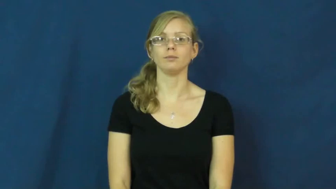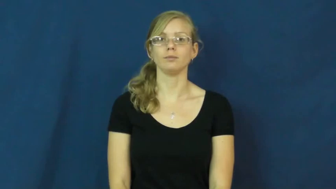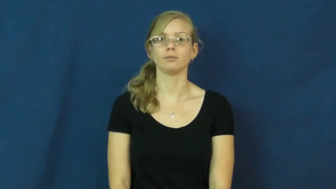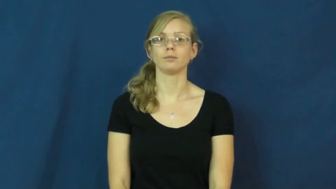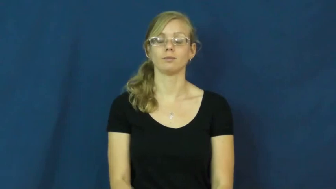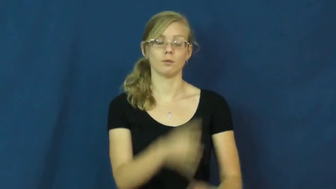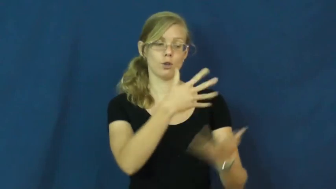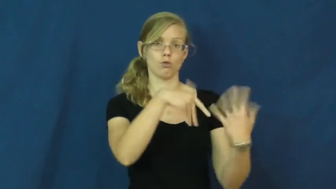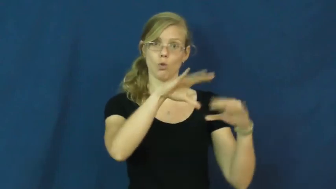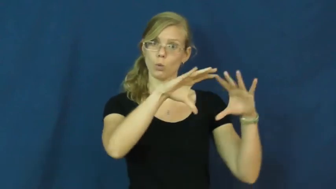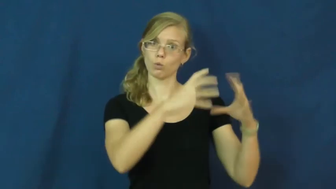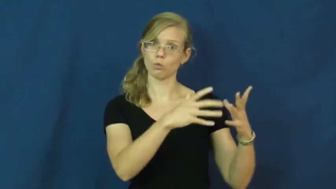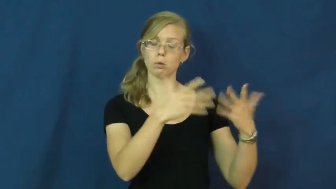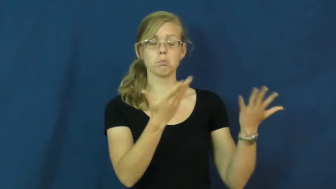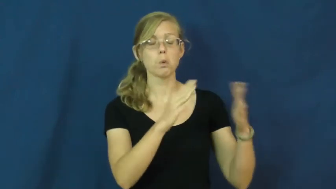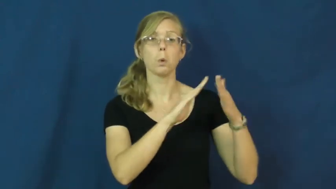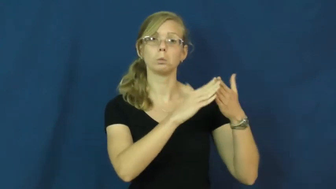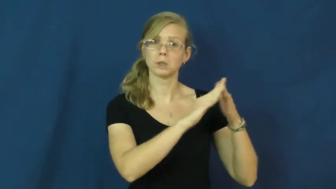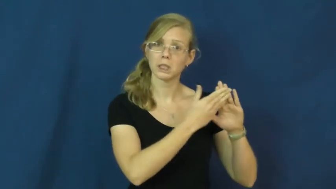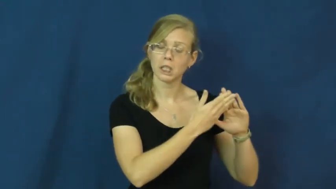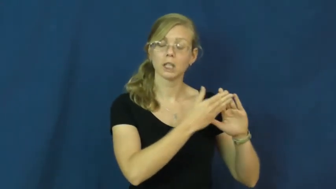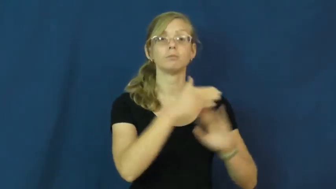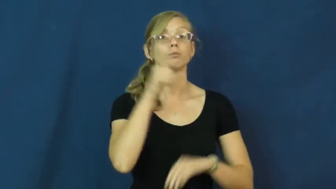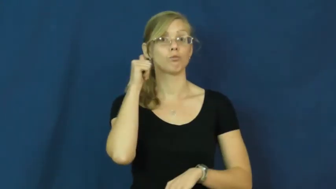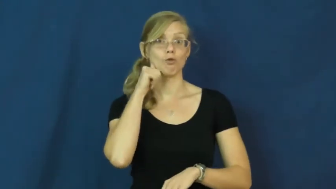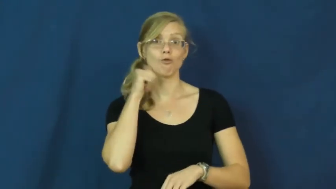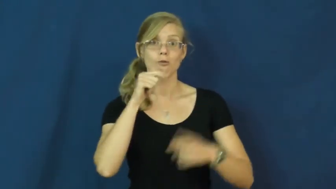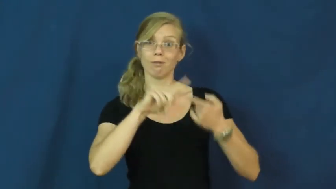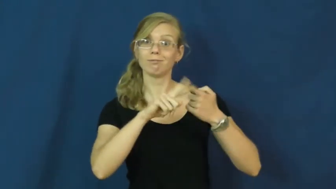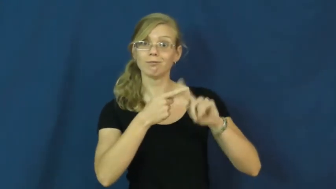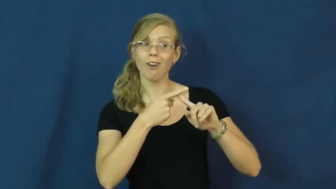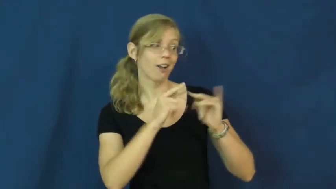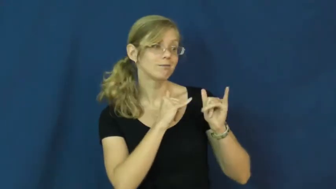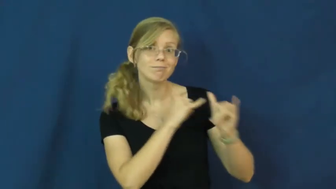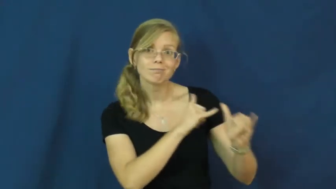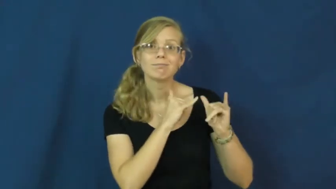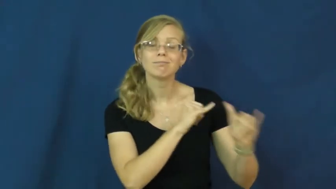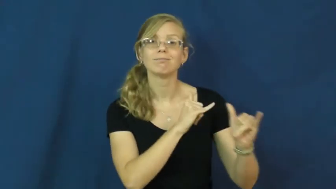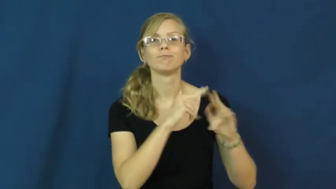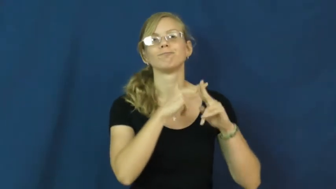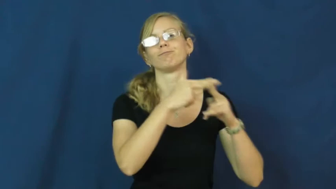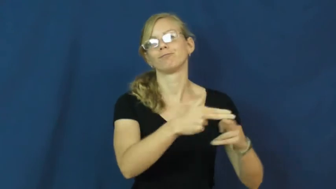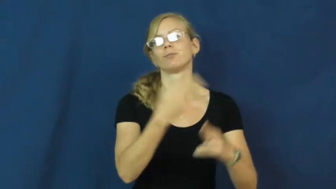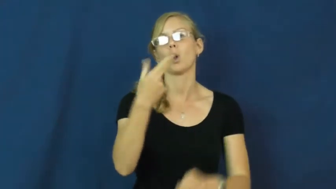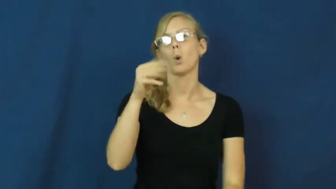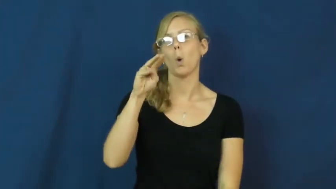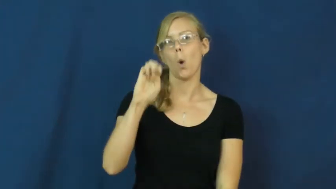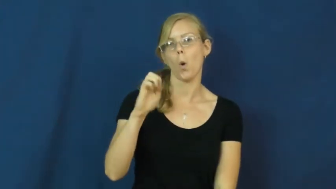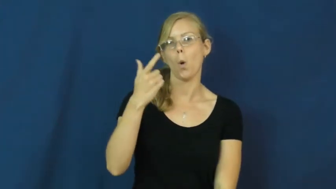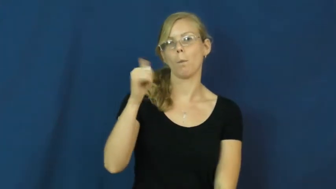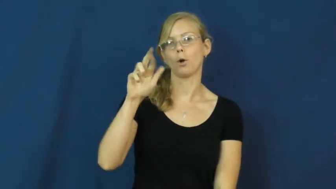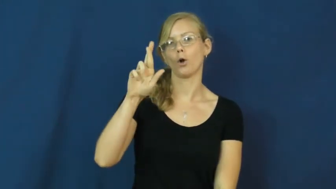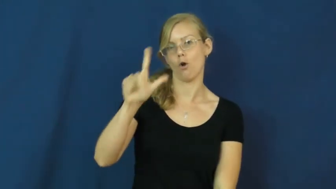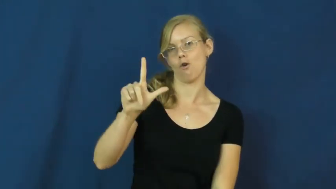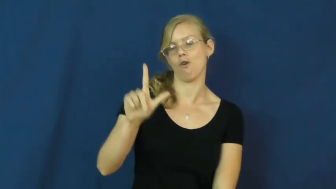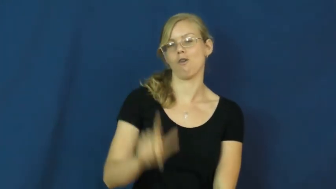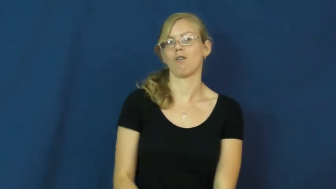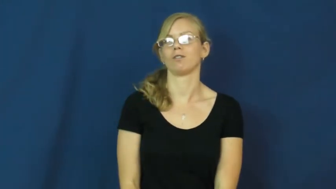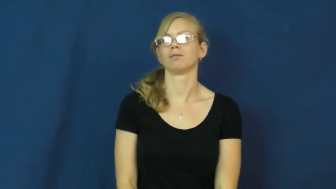homegirl